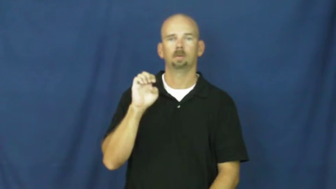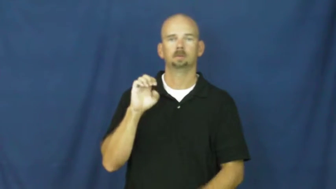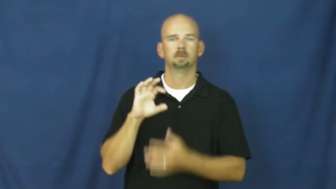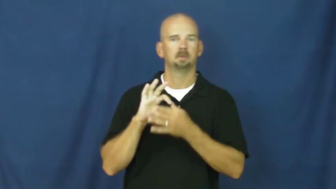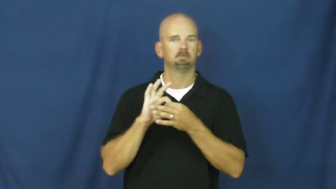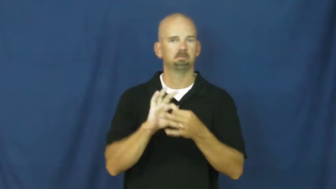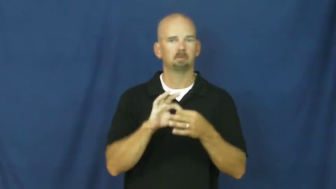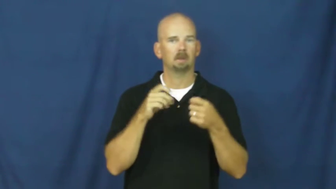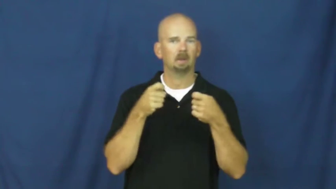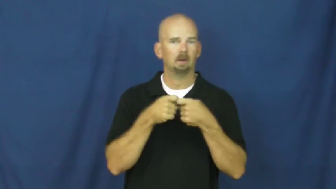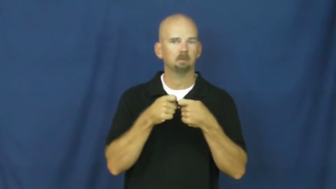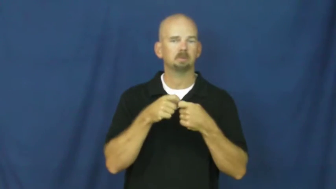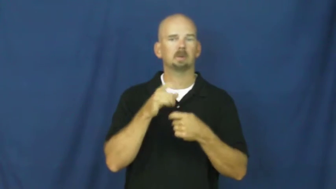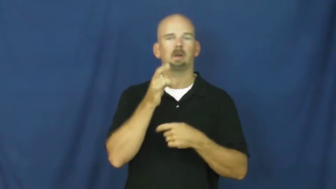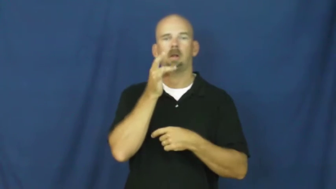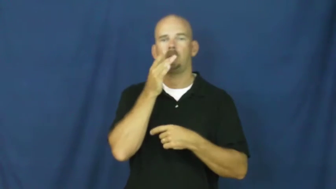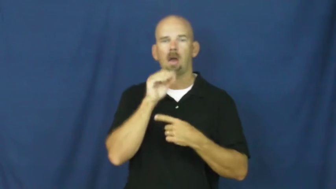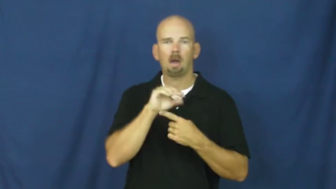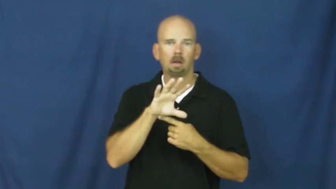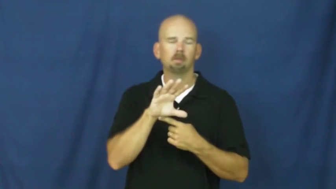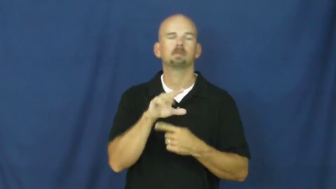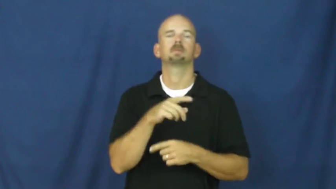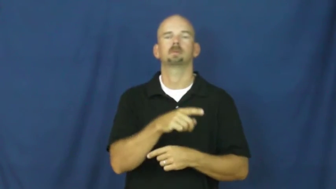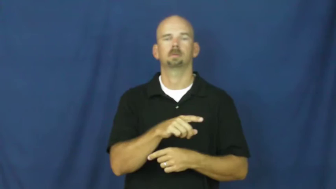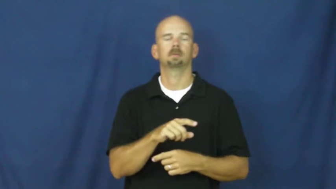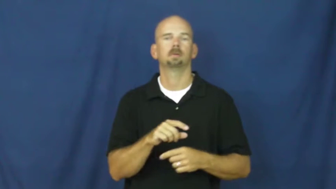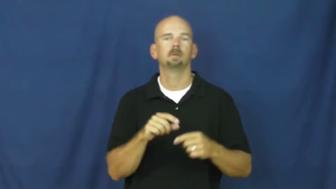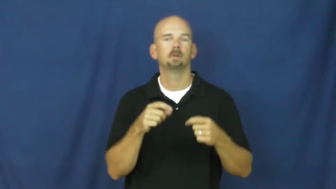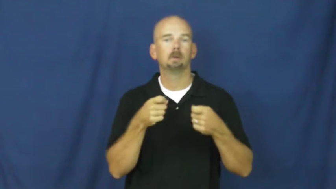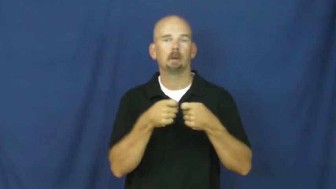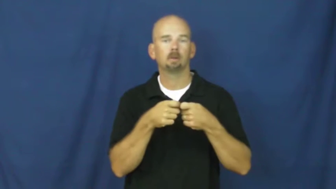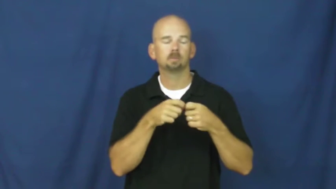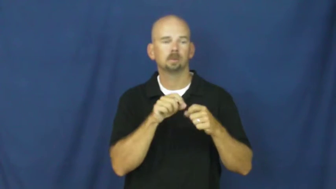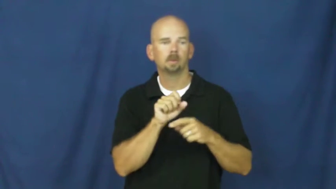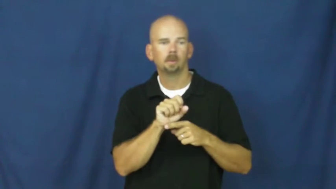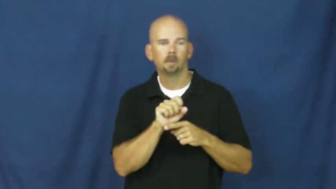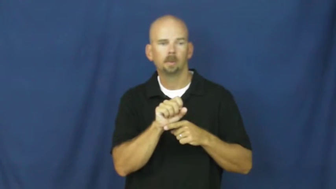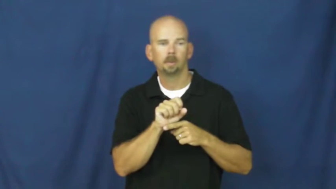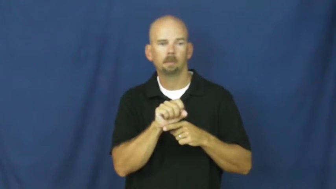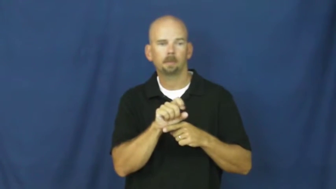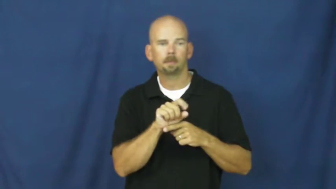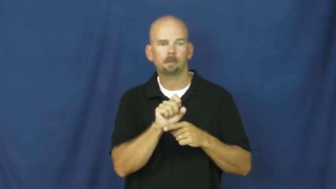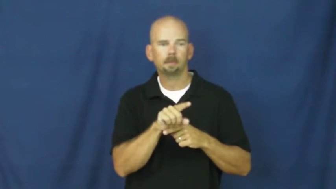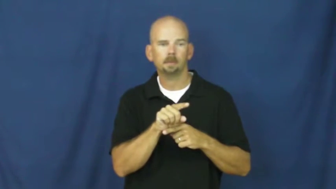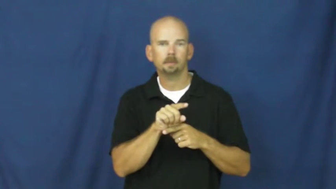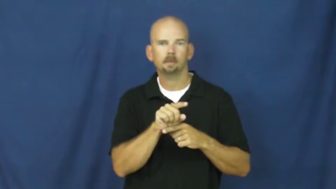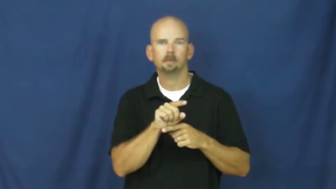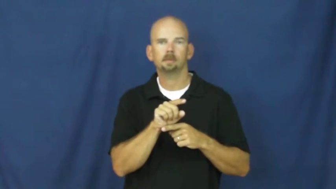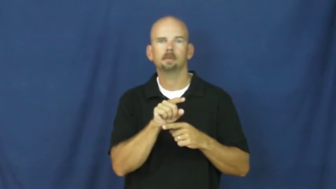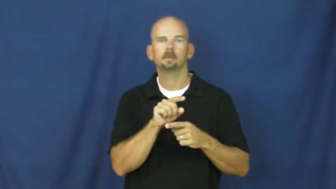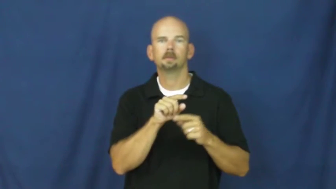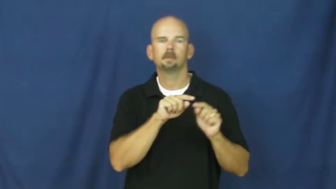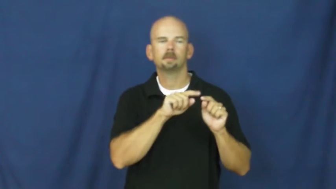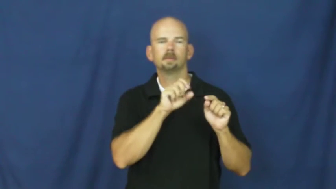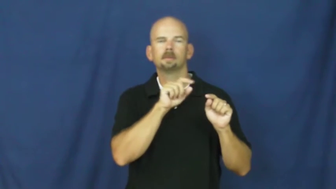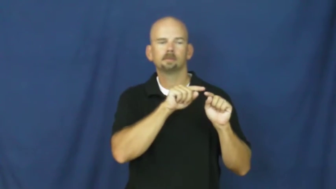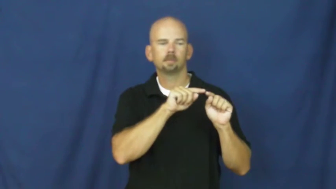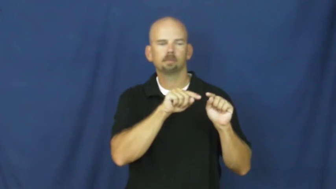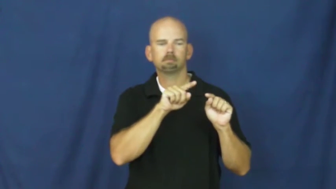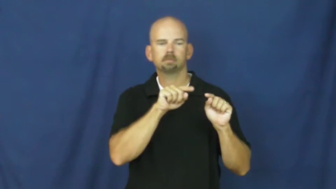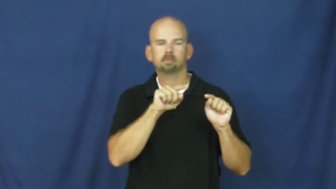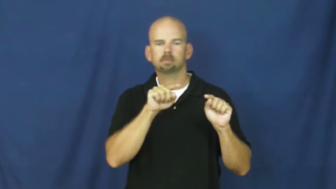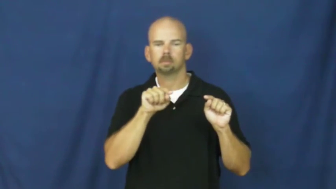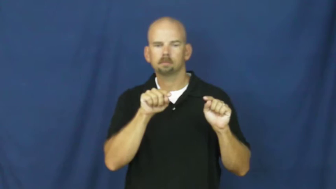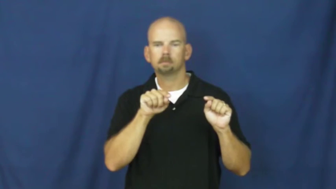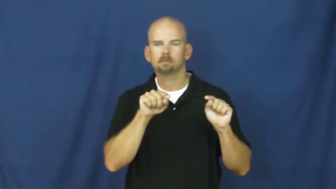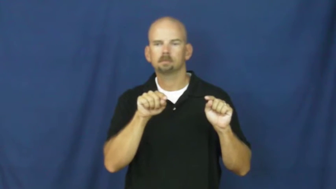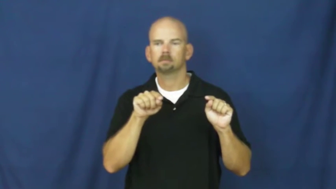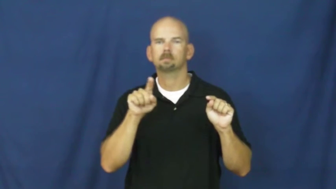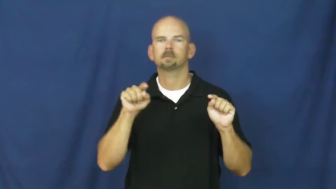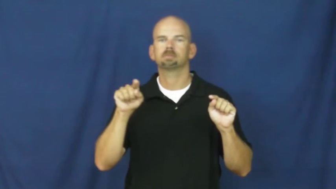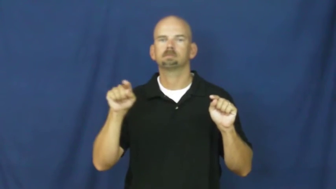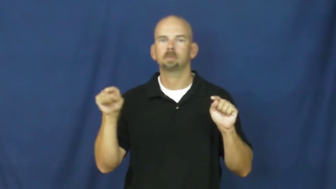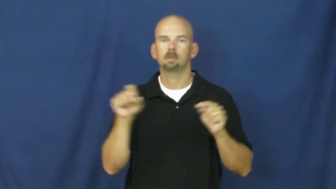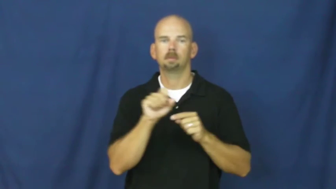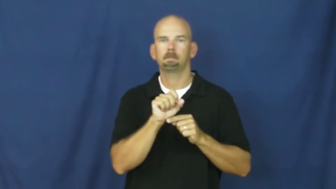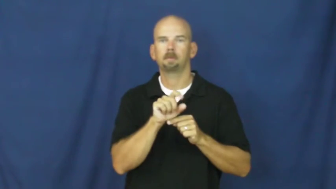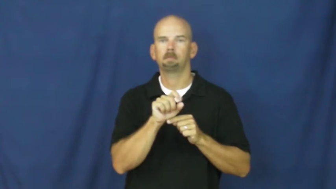pulse-electric